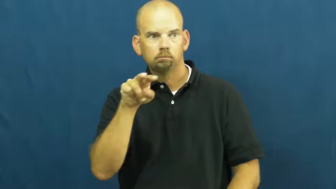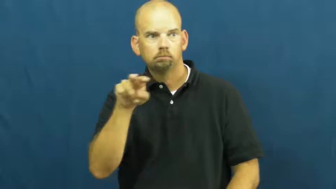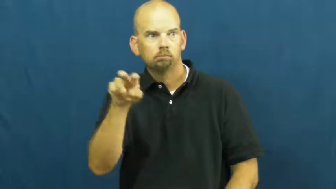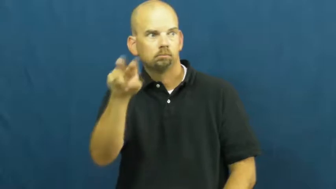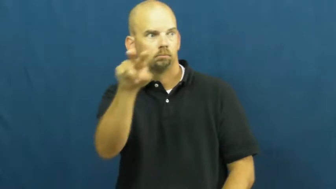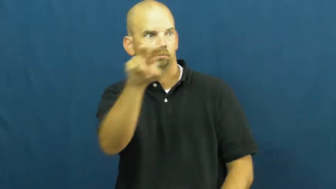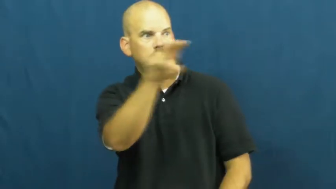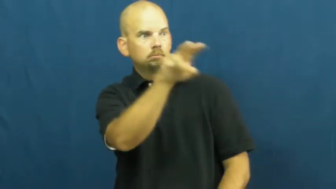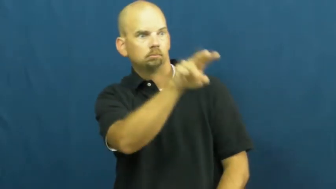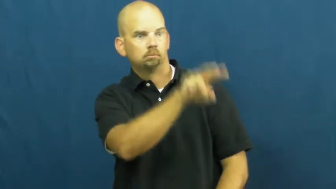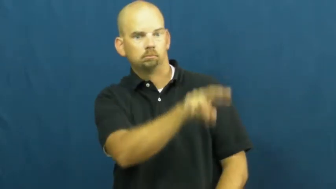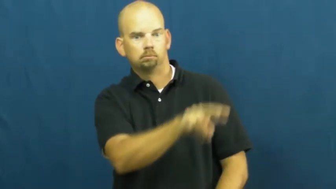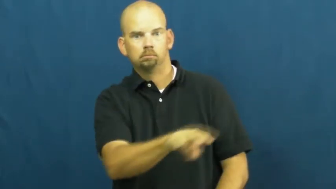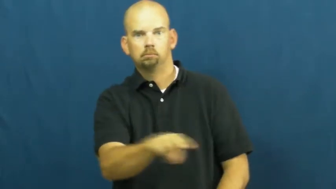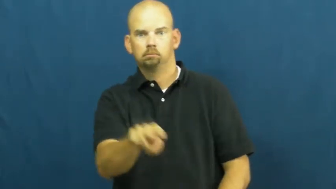scan-look